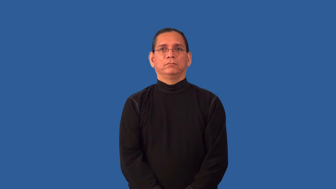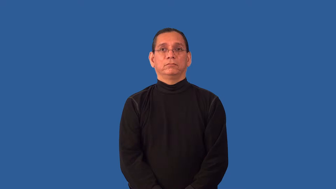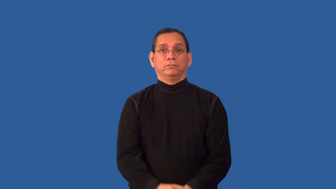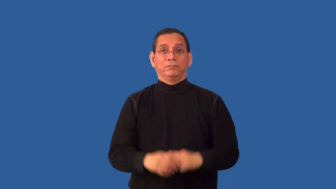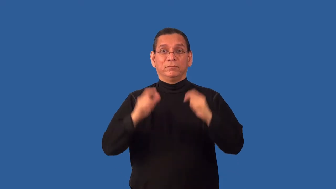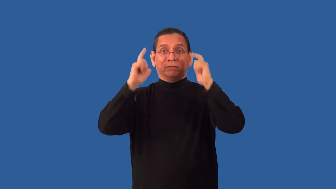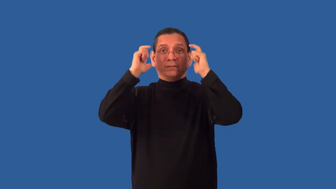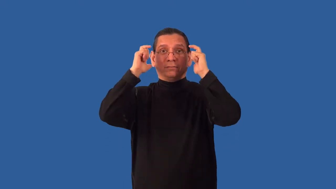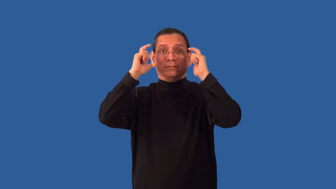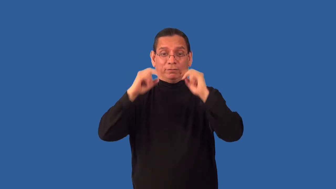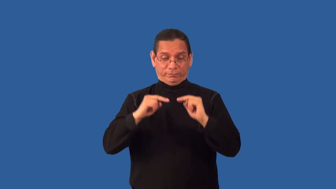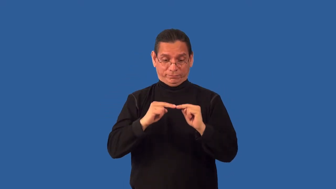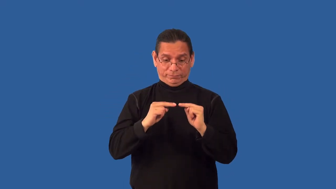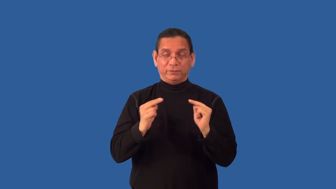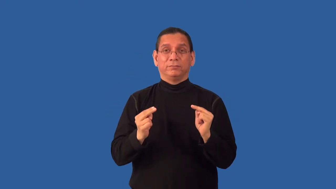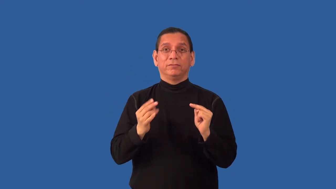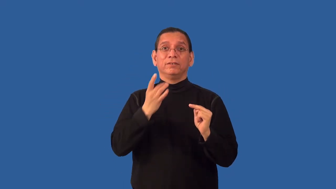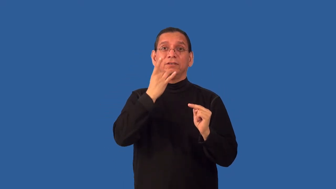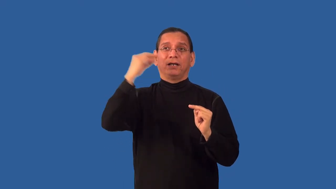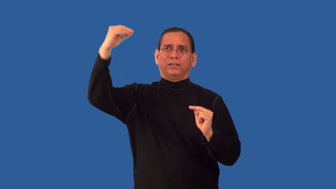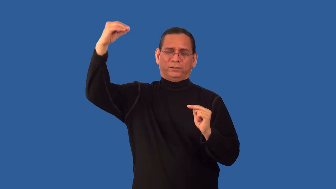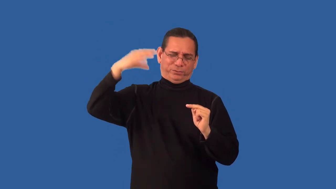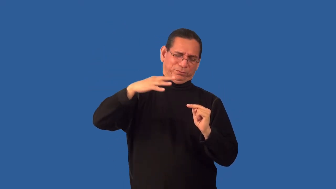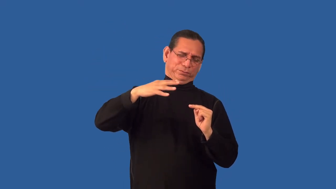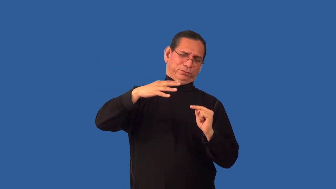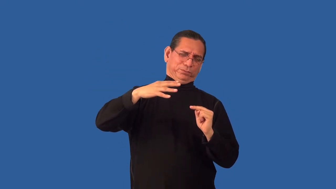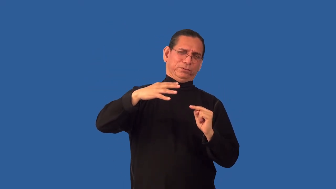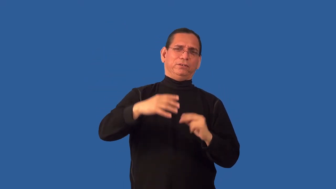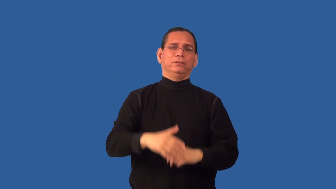overexpose-film